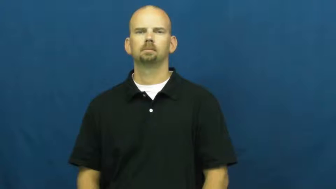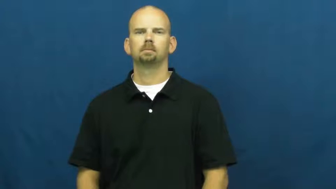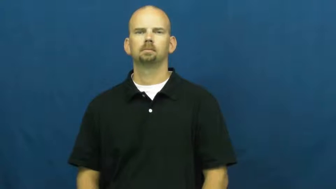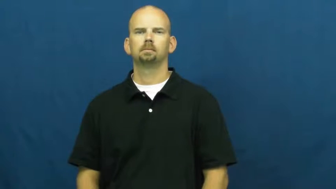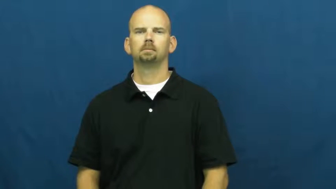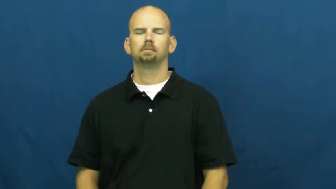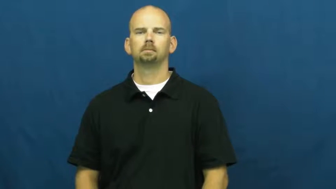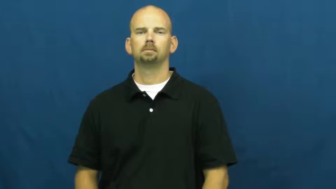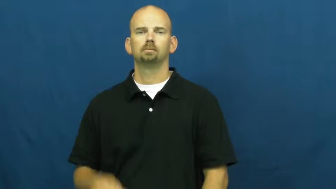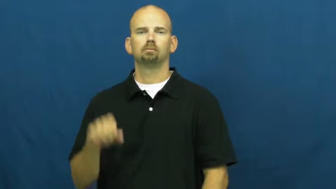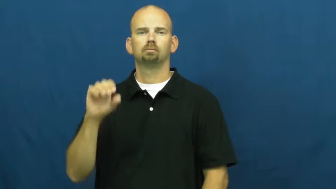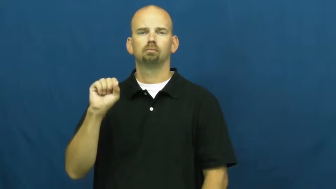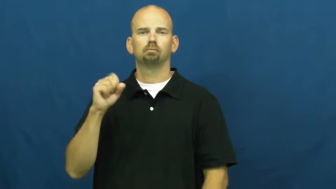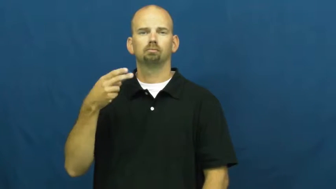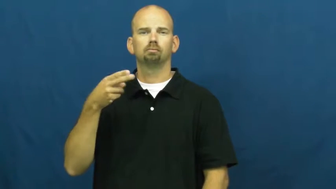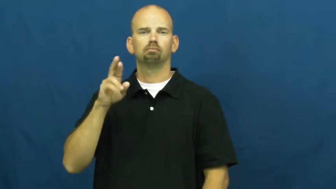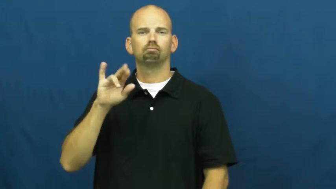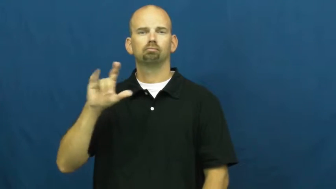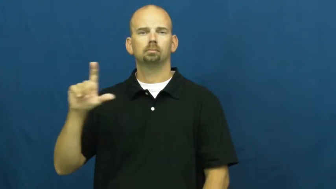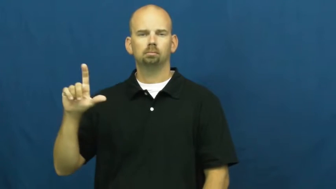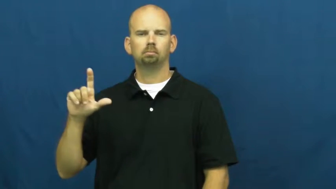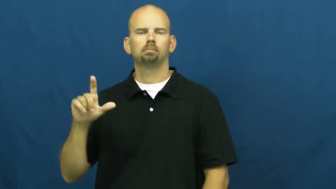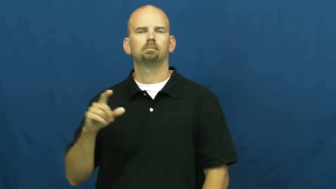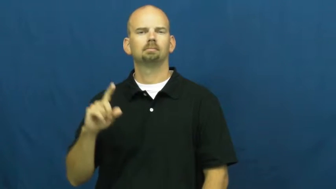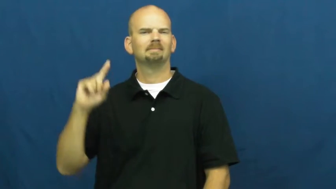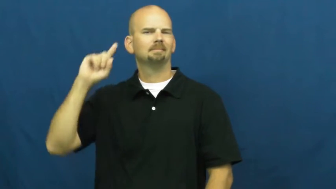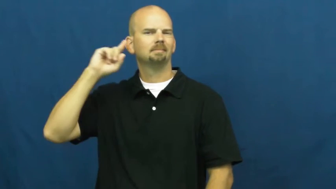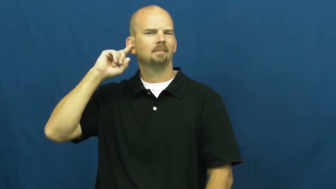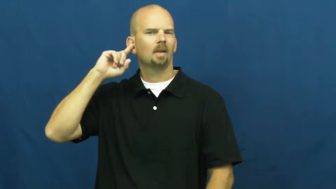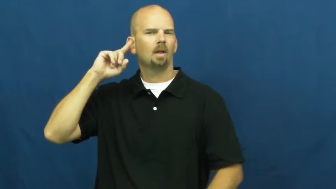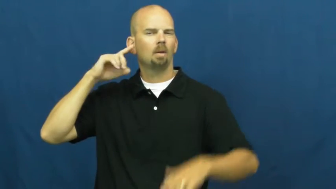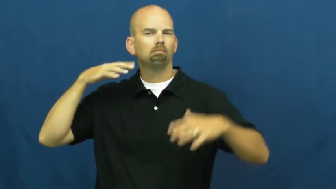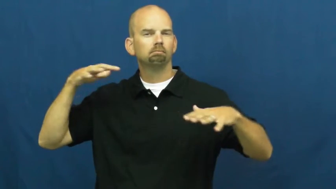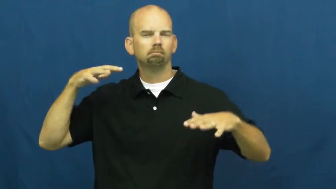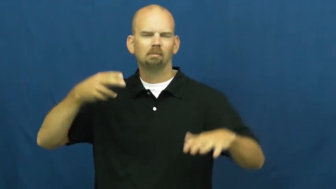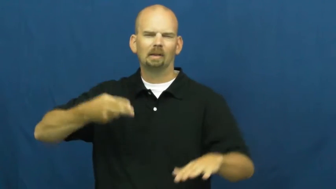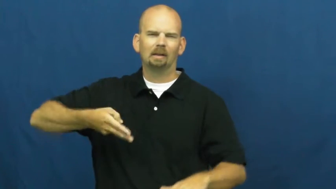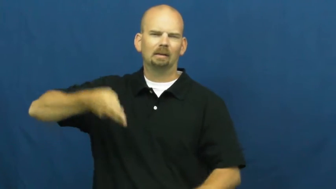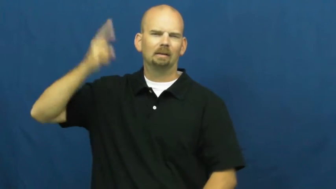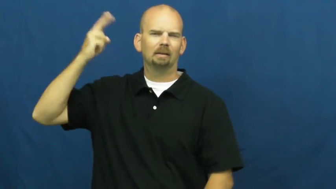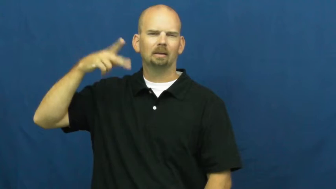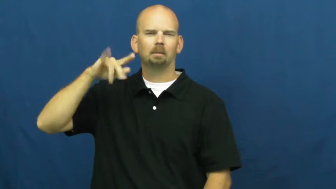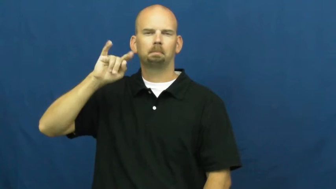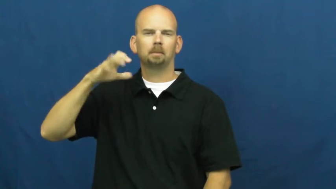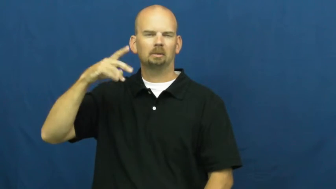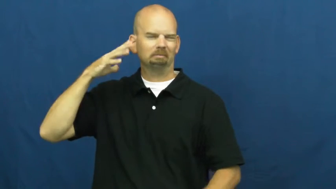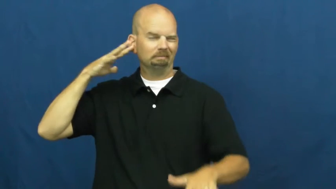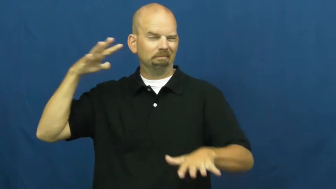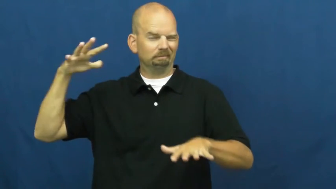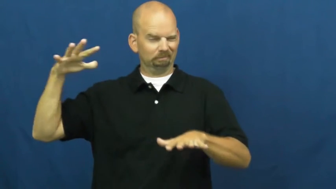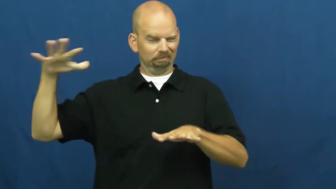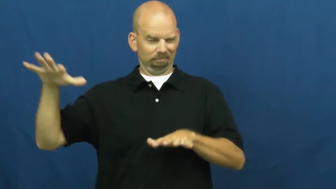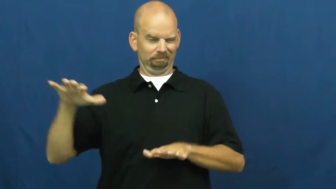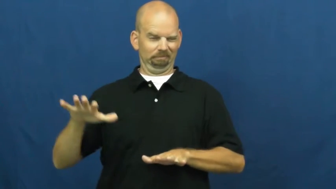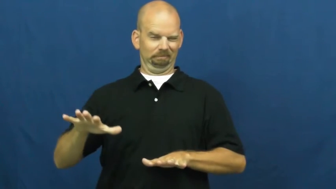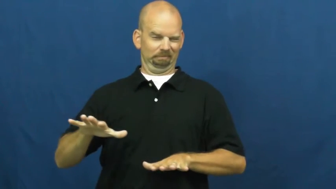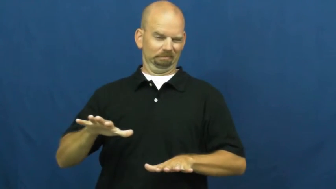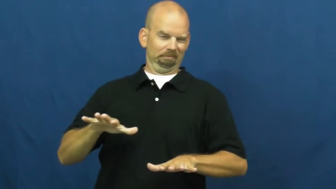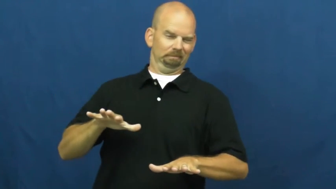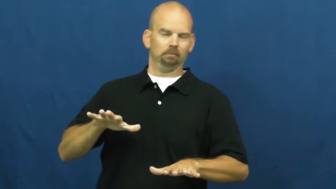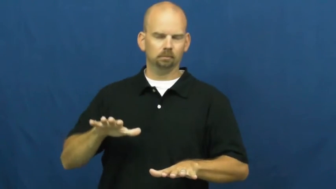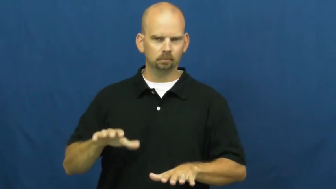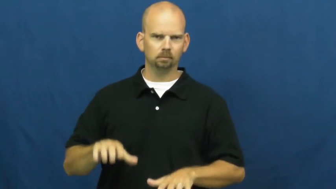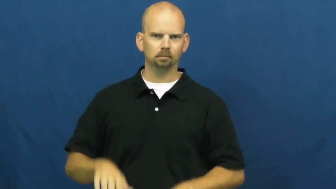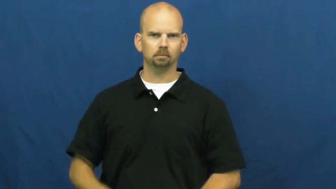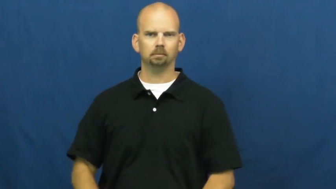shrill,piercing